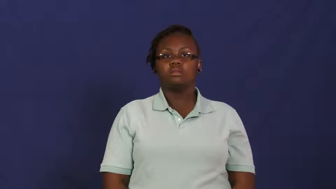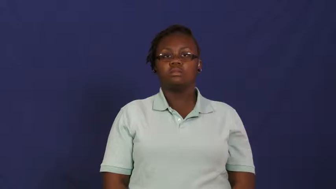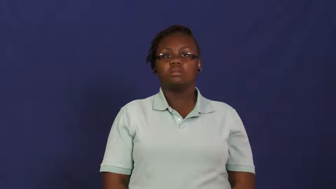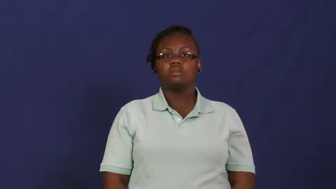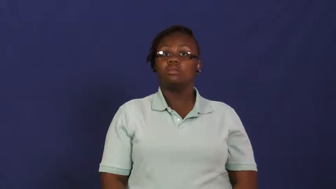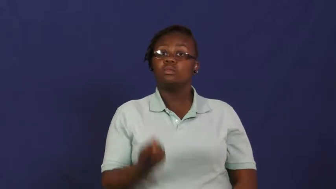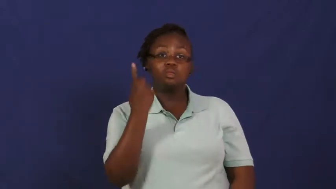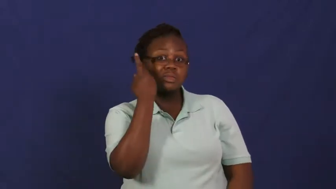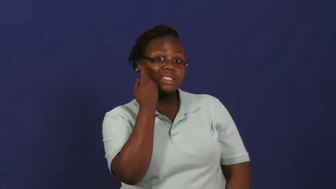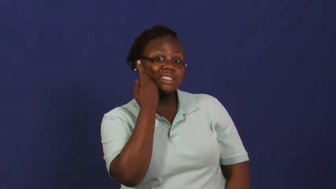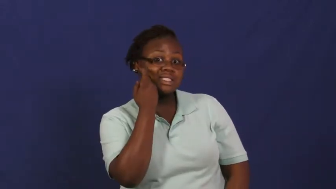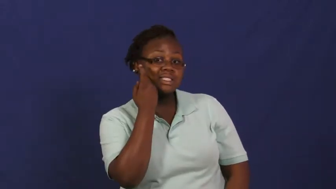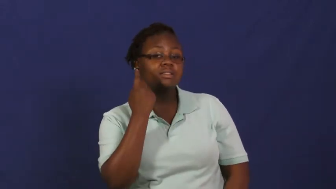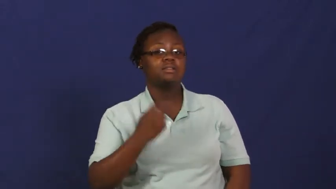recent,lately,newly